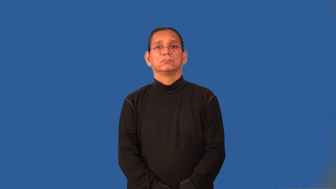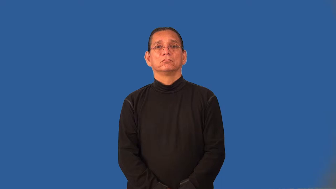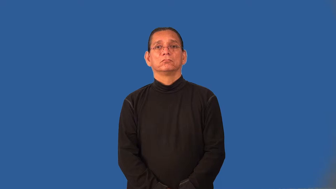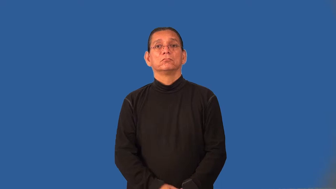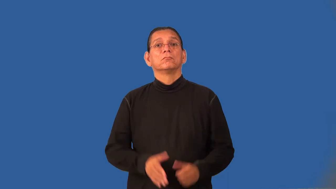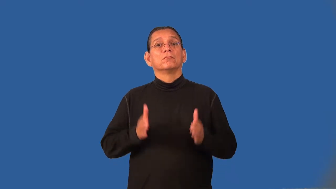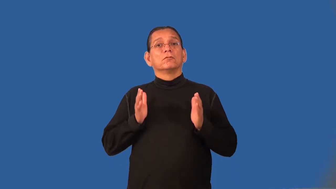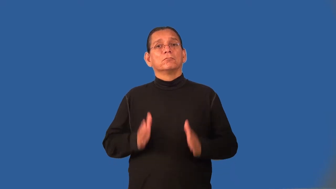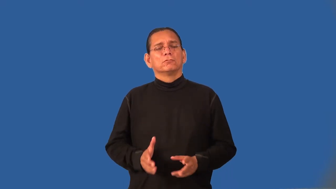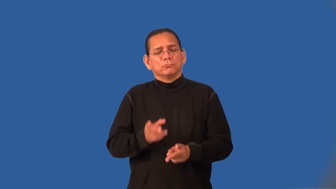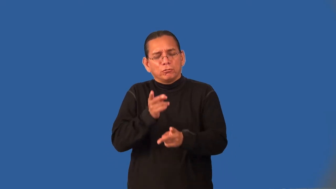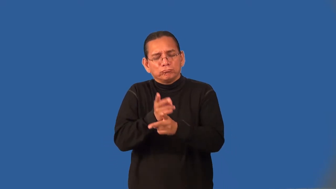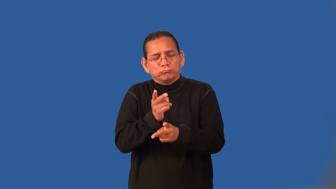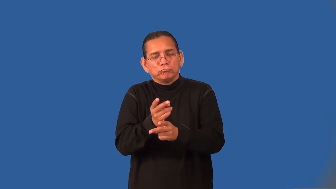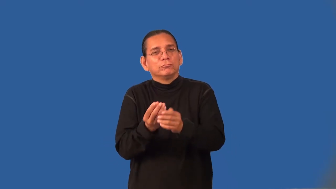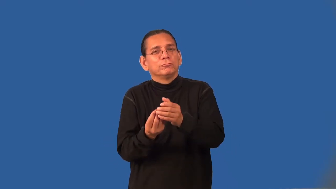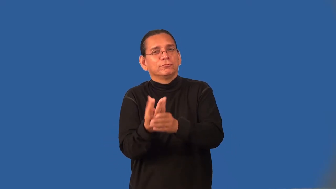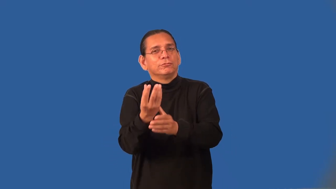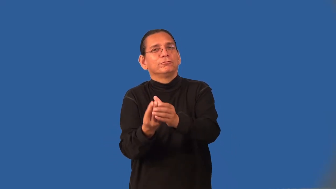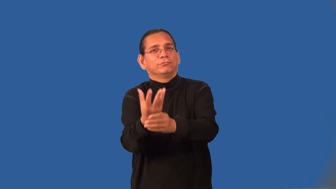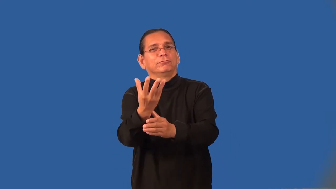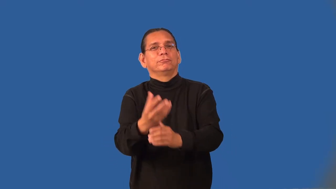horticulturist